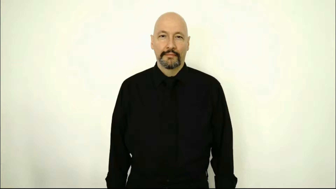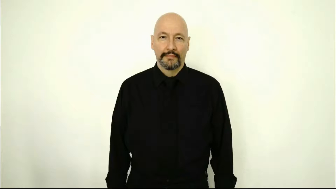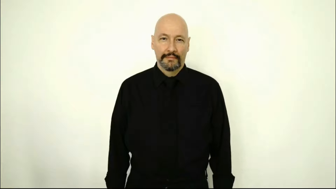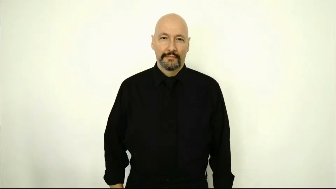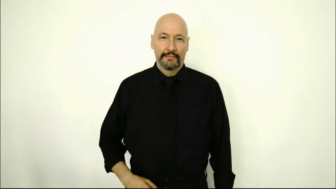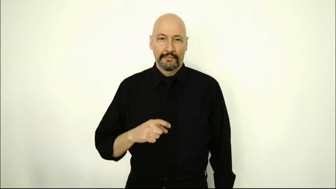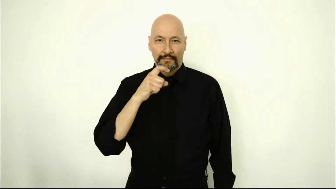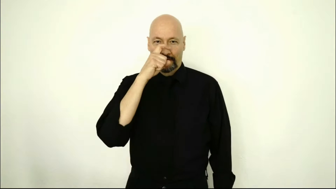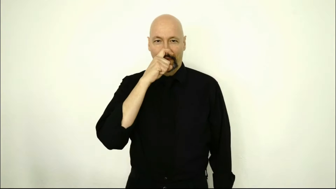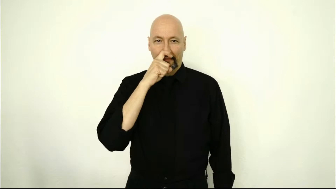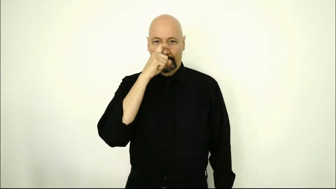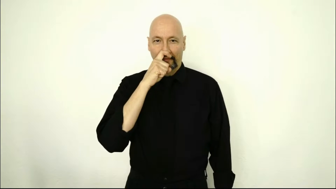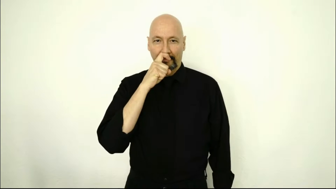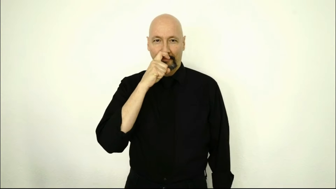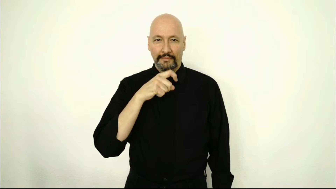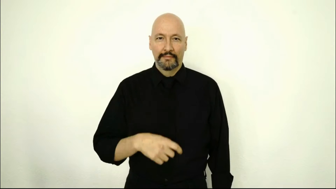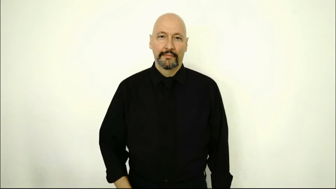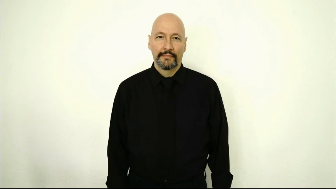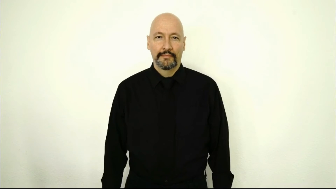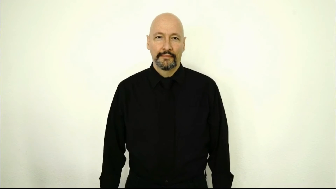DOLL